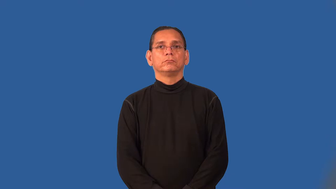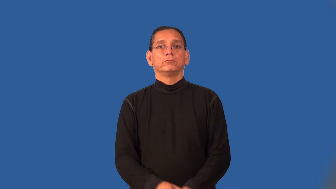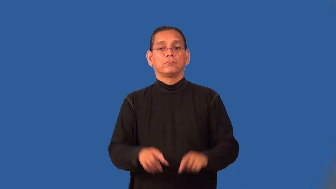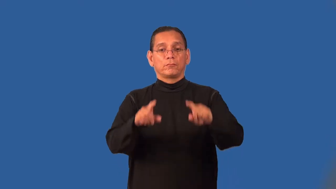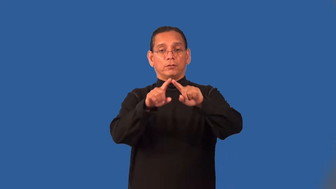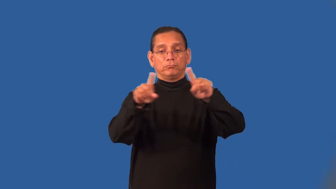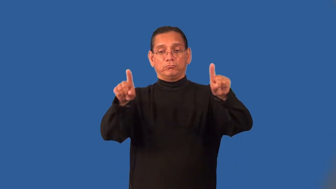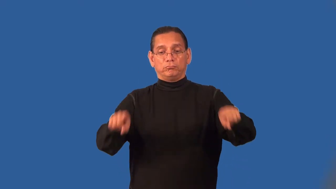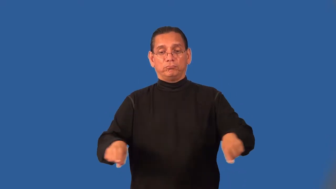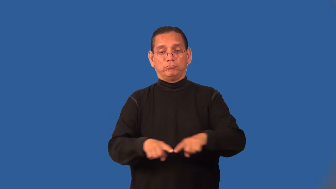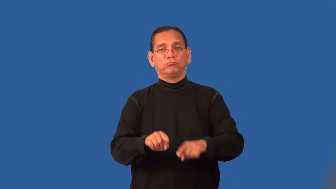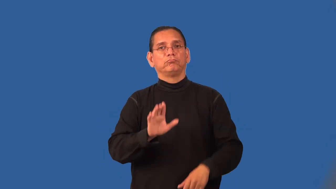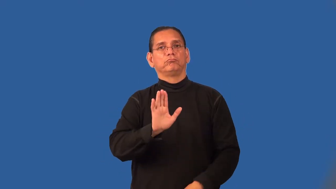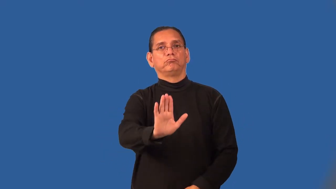panel-flat board